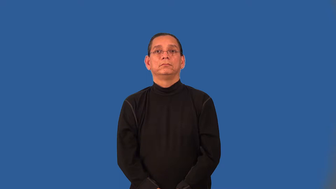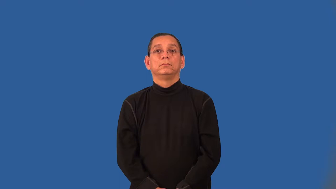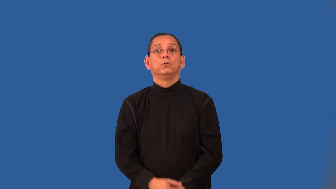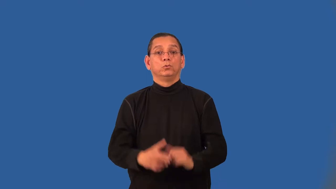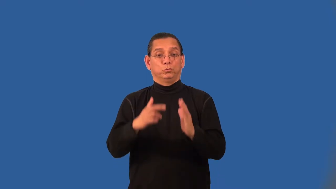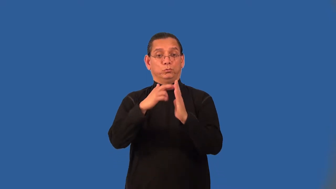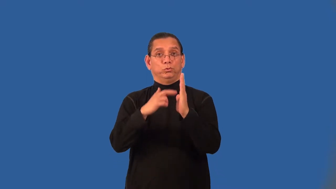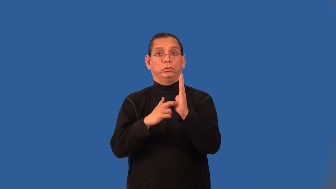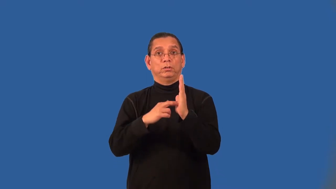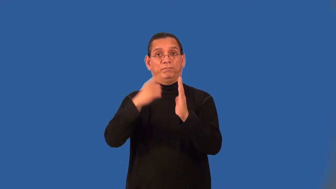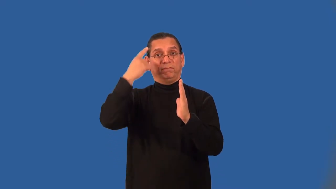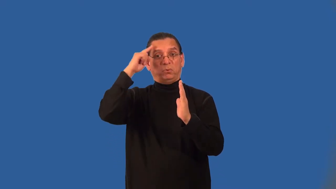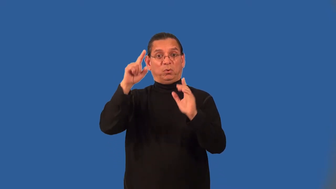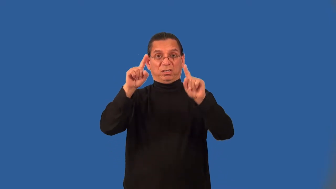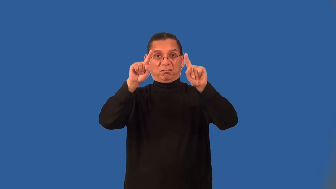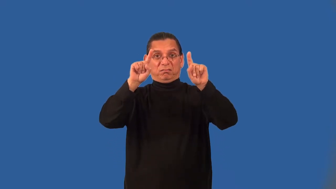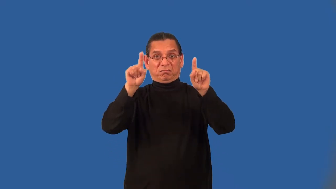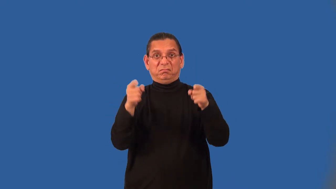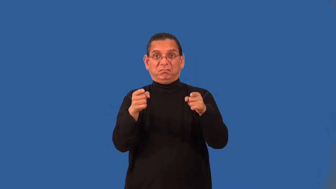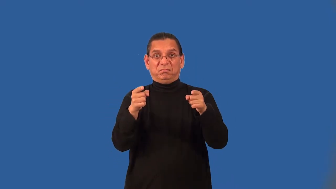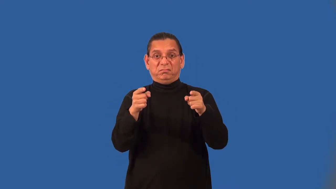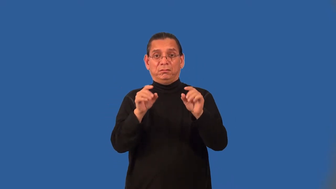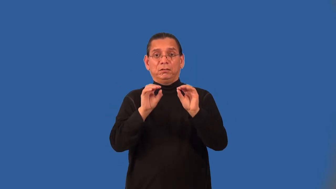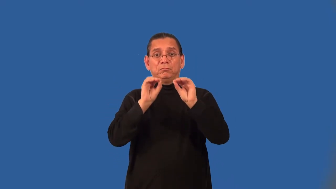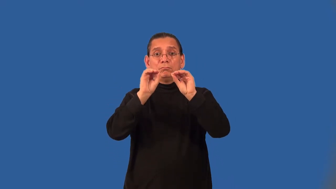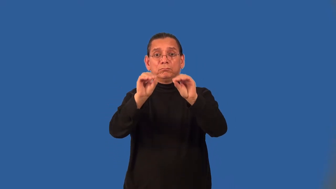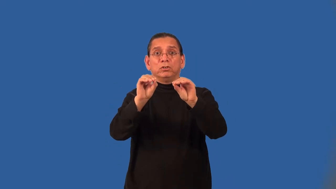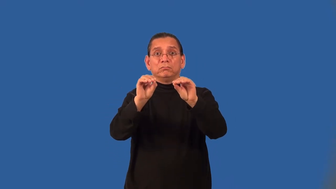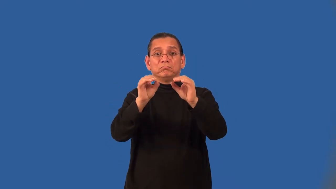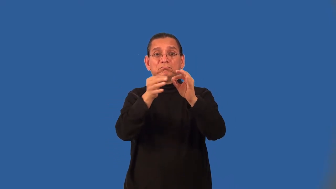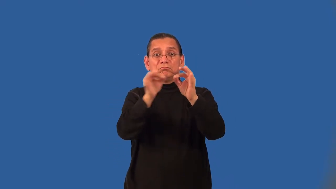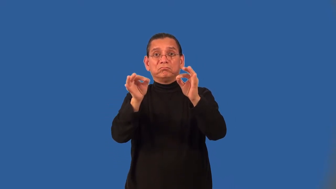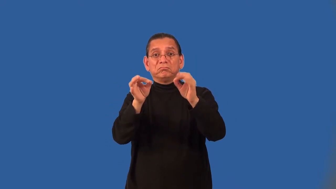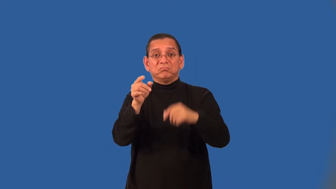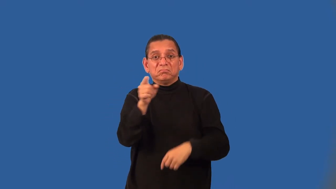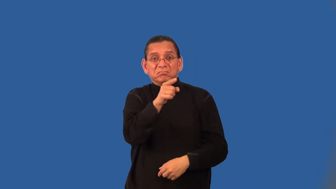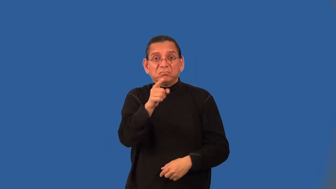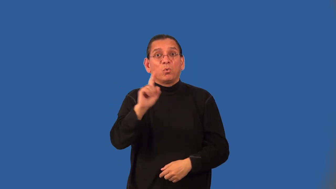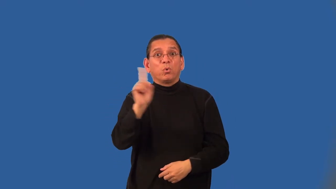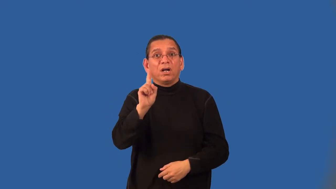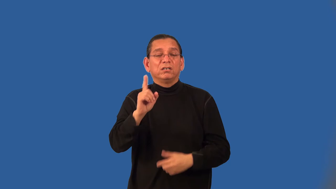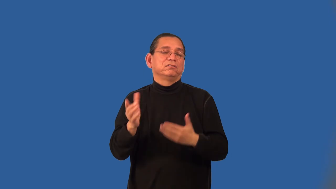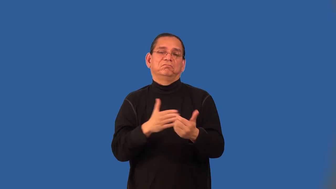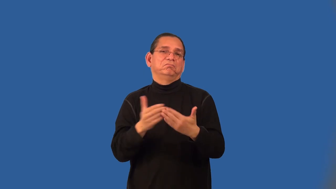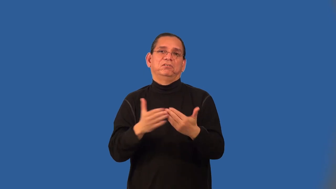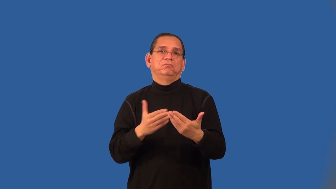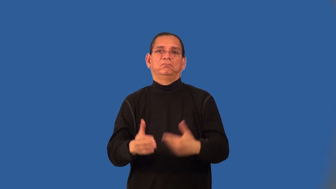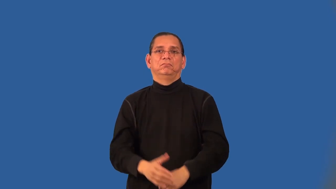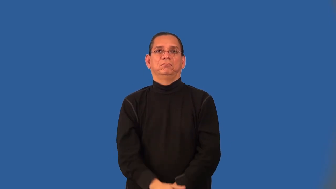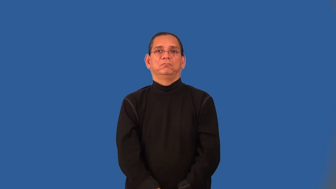associative property